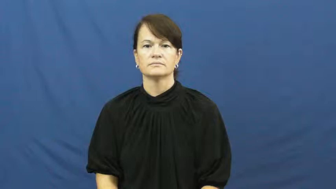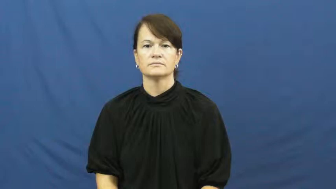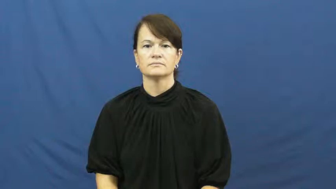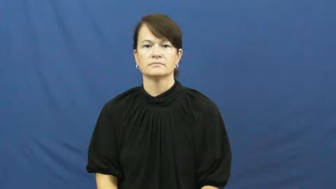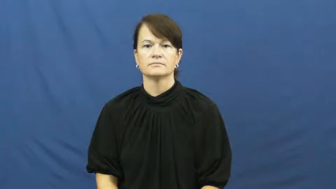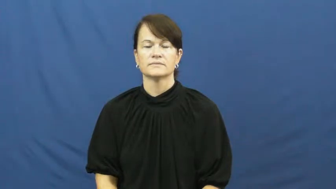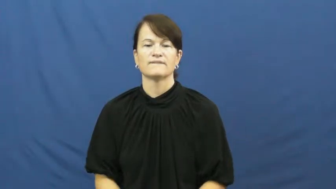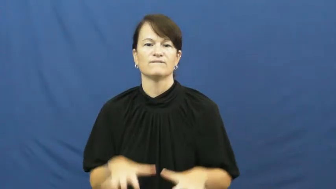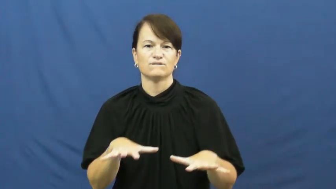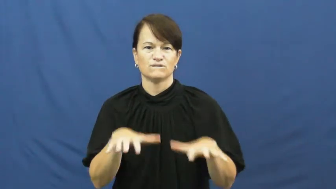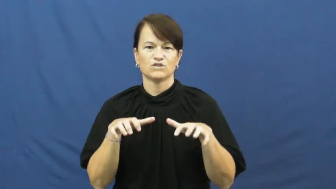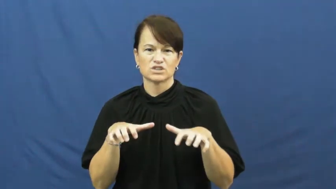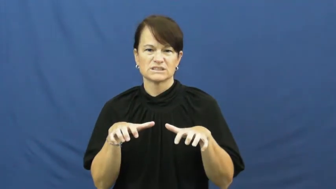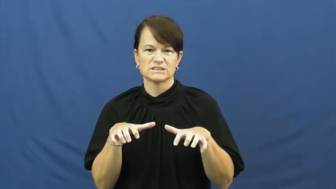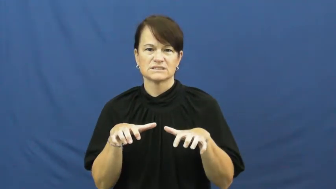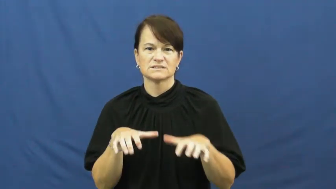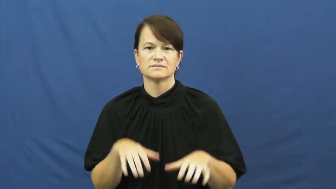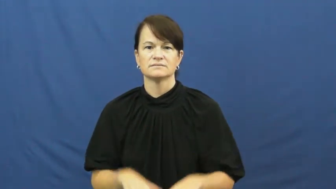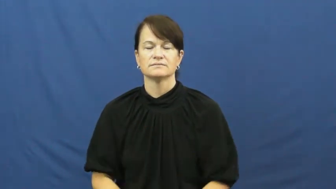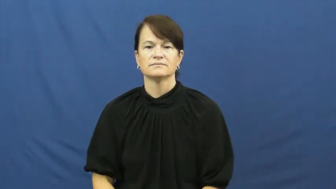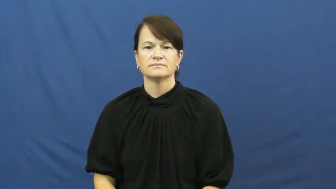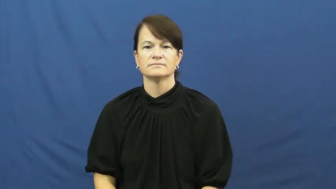freeze,glaciate